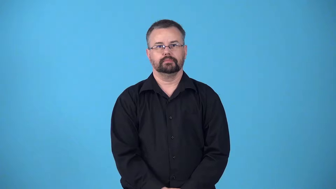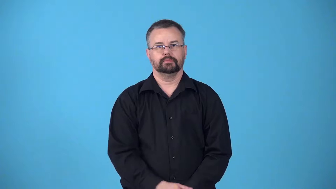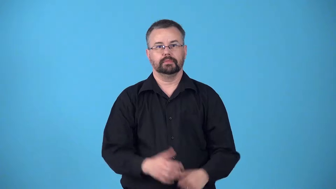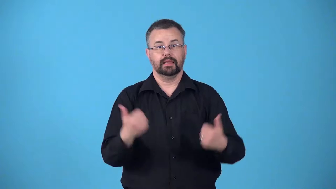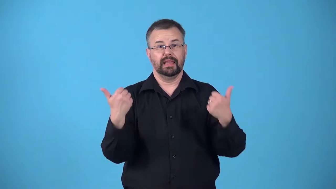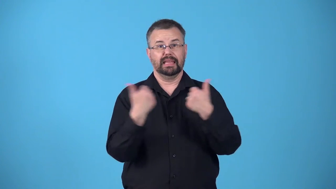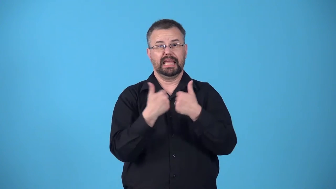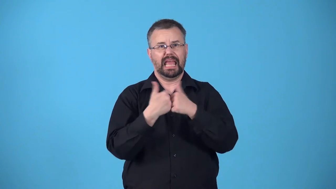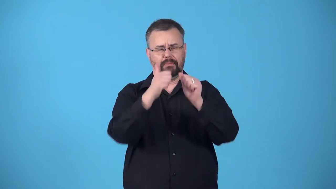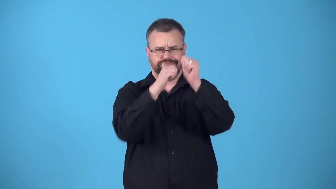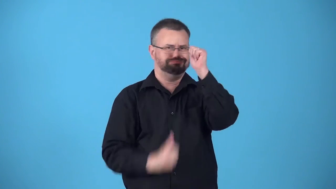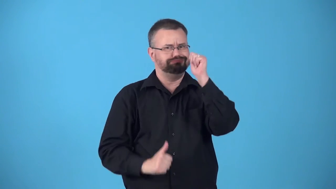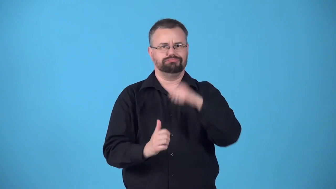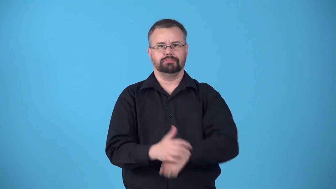behind-has lower score in game